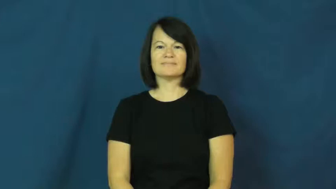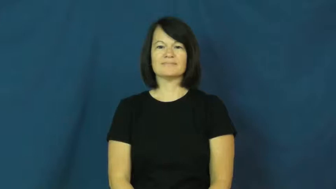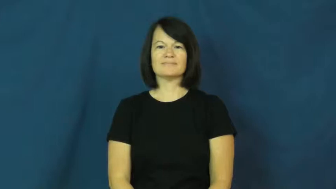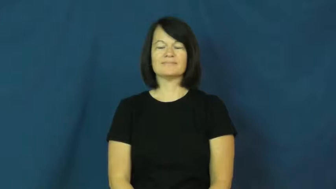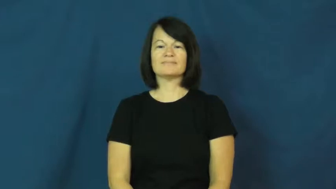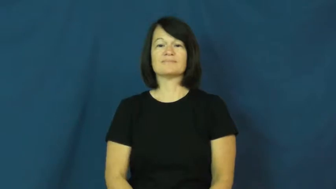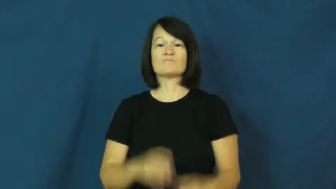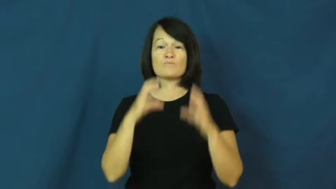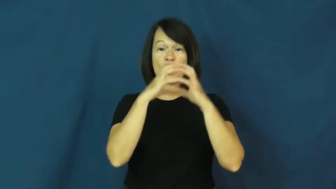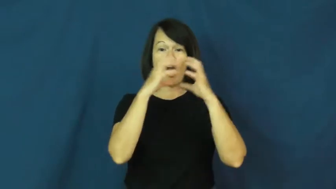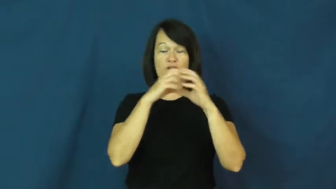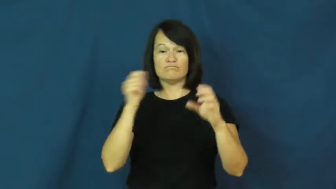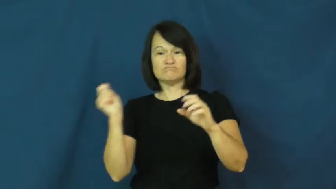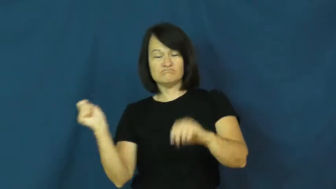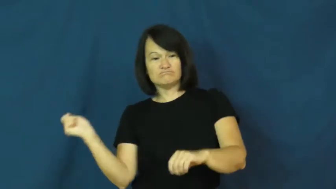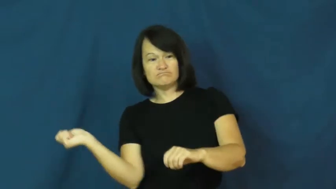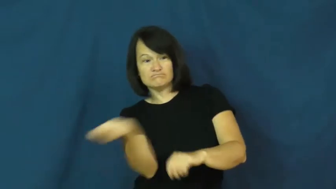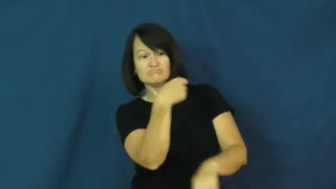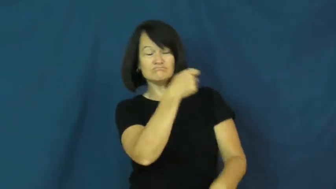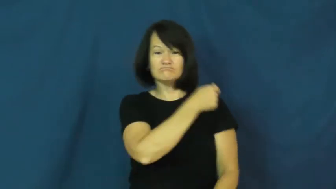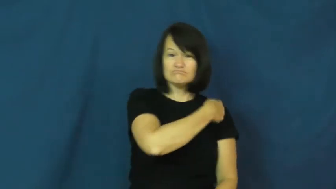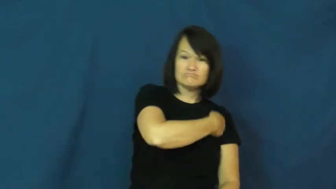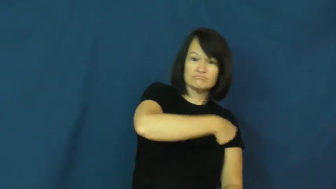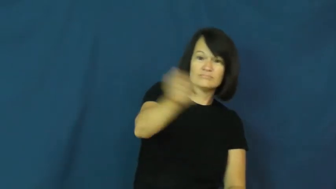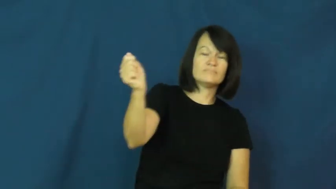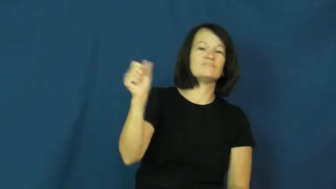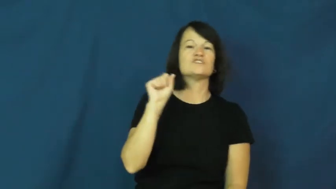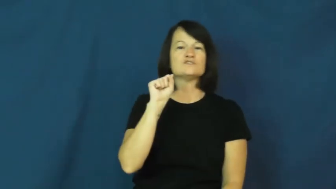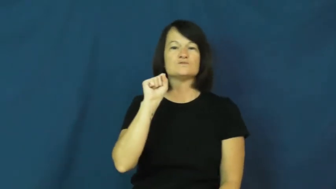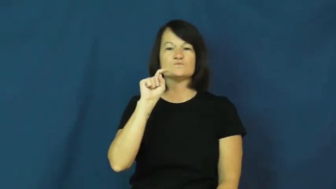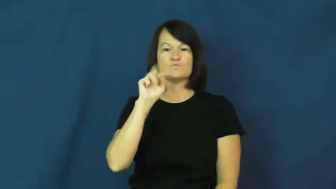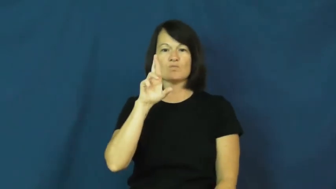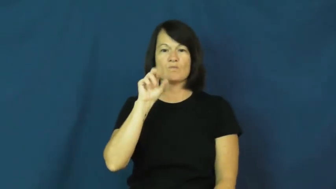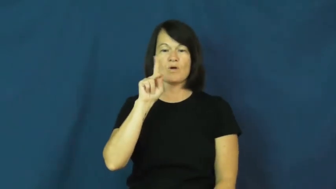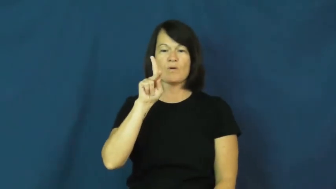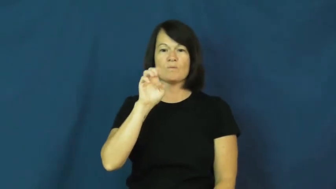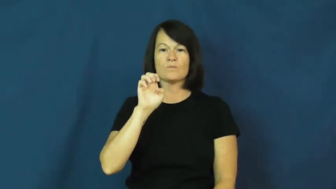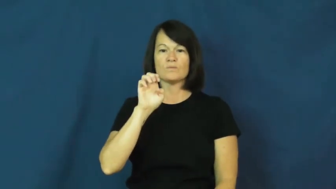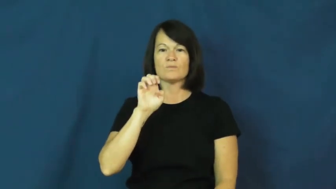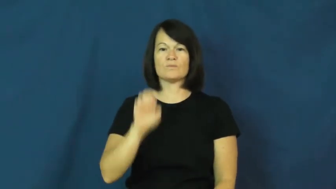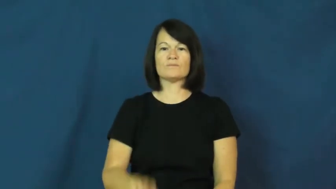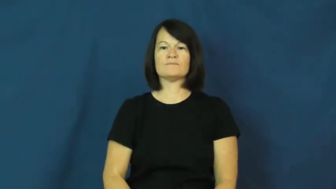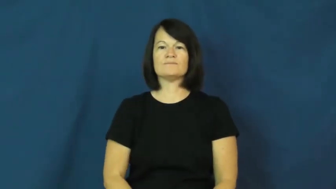stroke-tennis